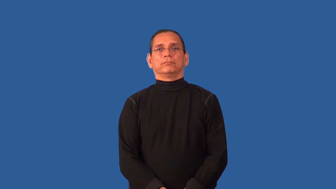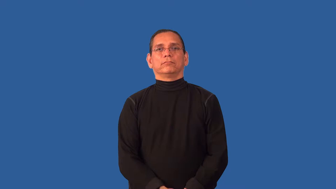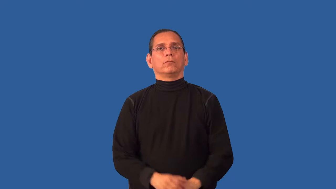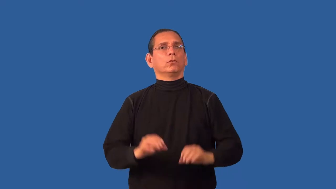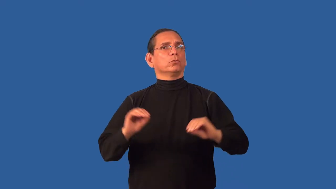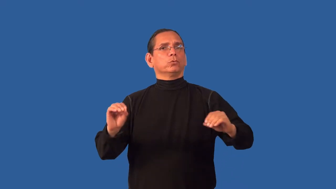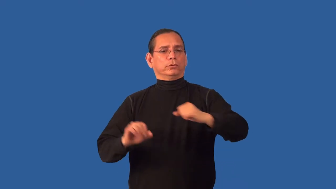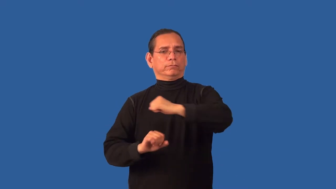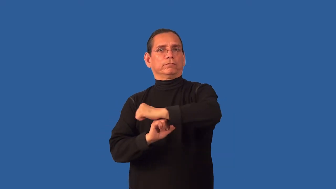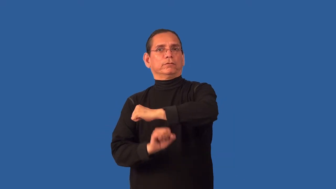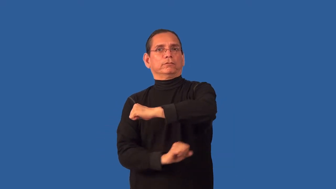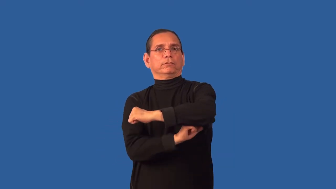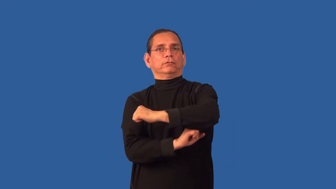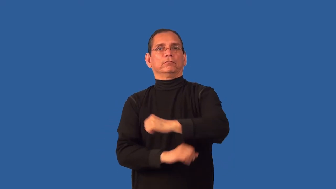unstructured